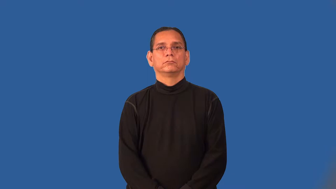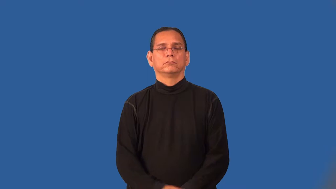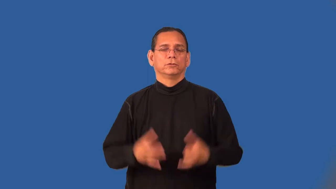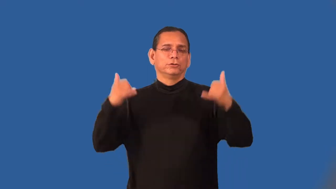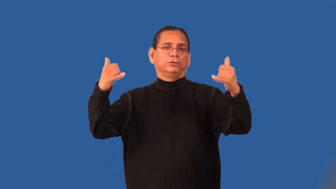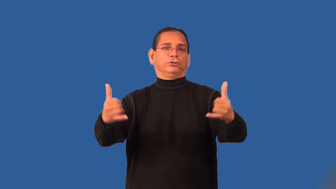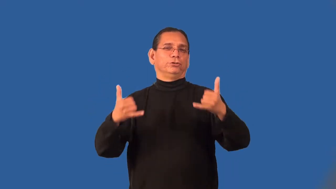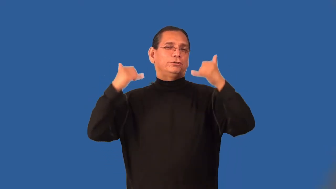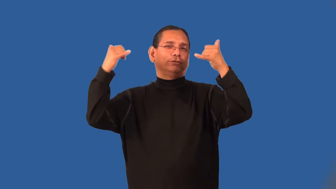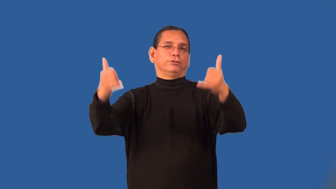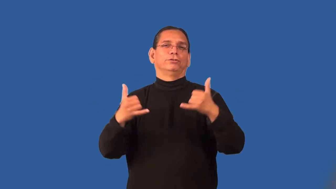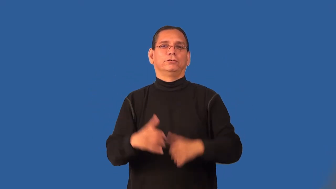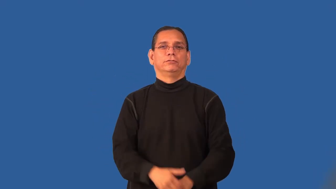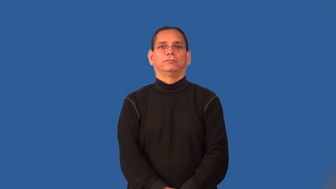recess,playtime